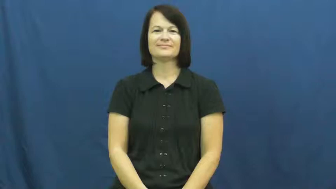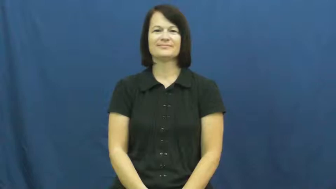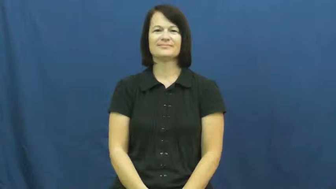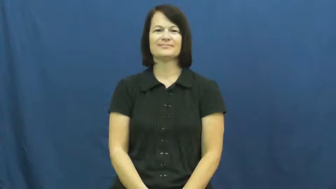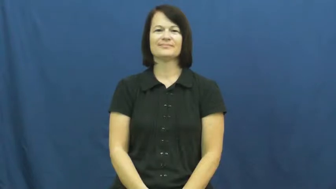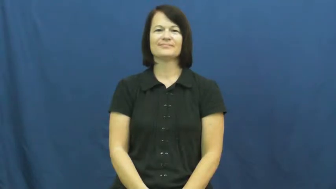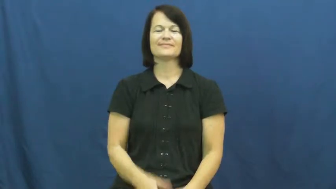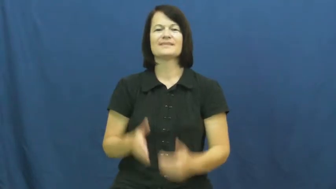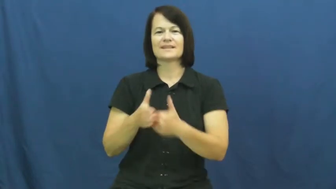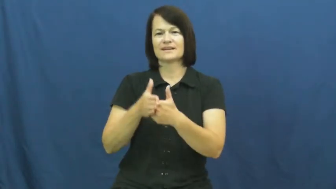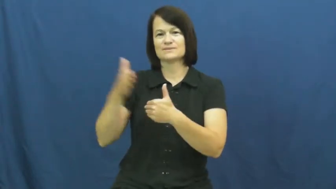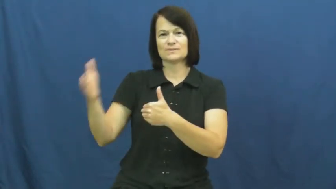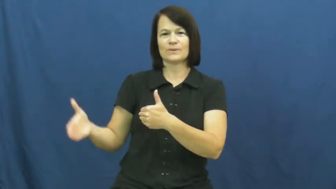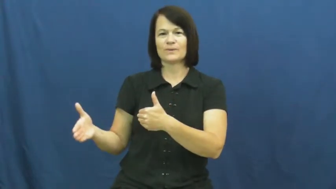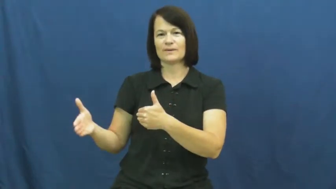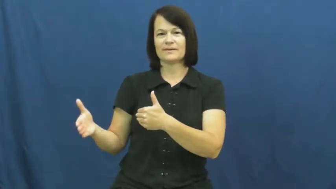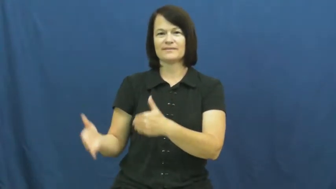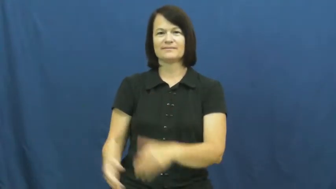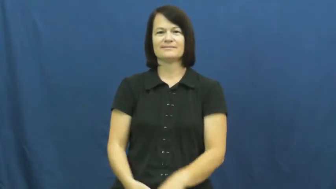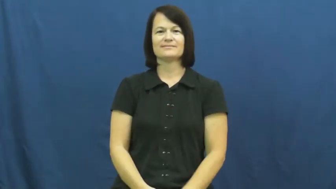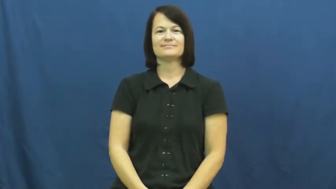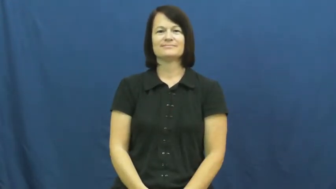next door